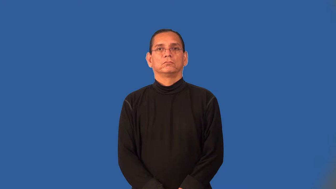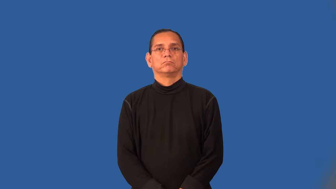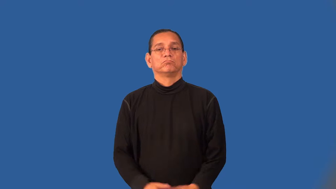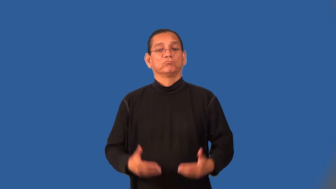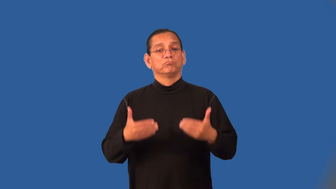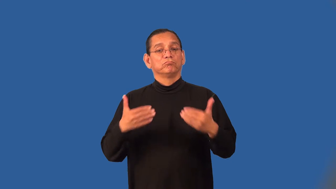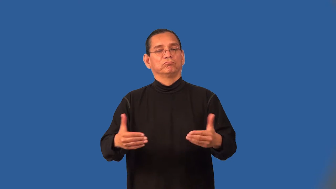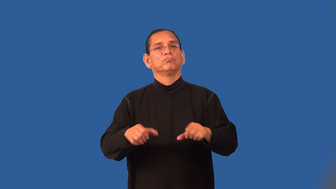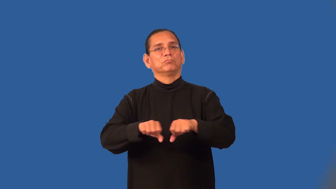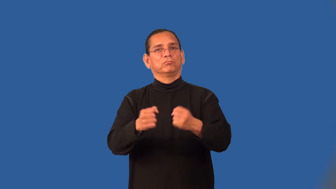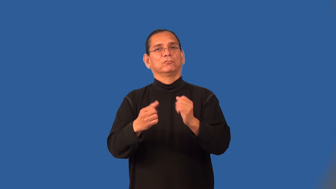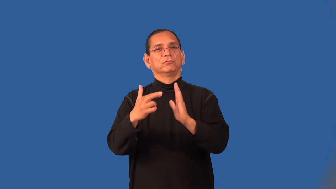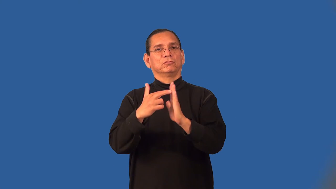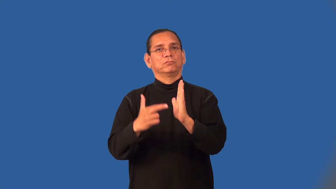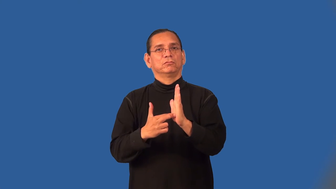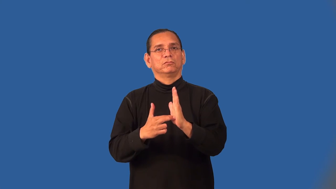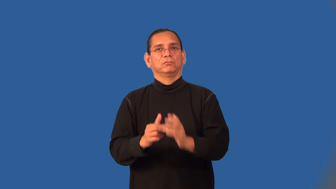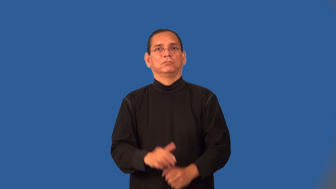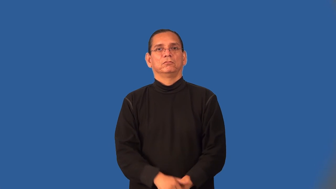transgress